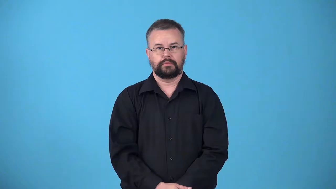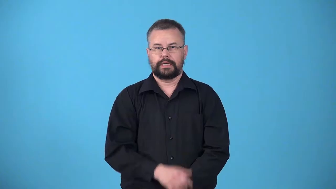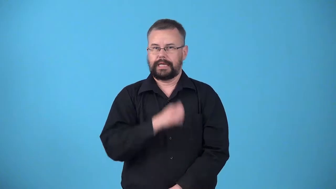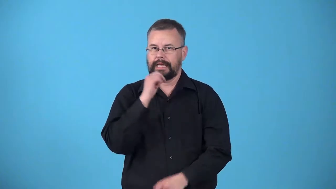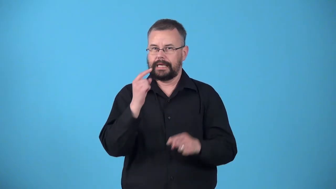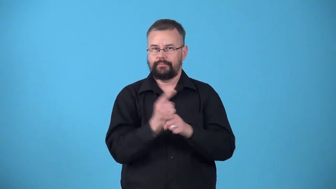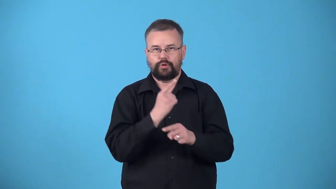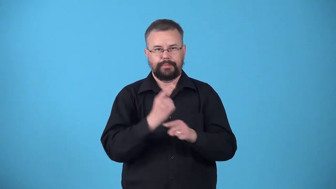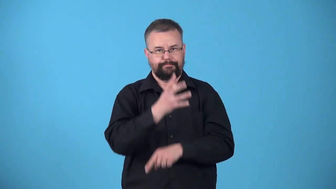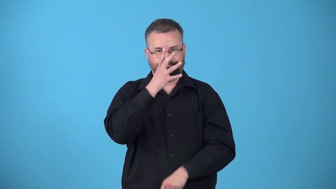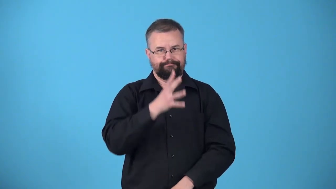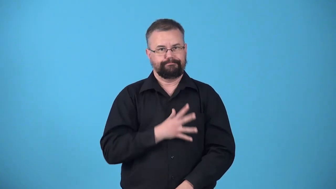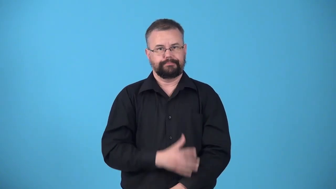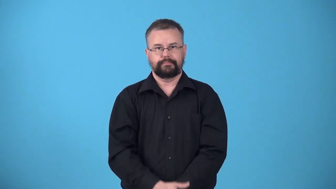unladylike